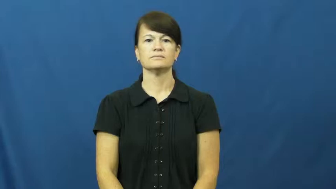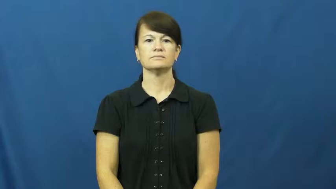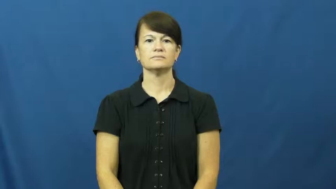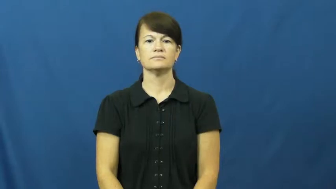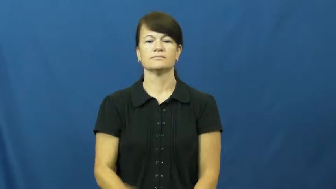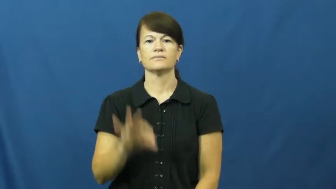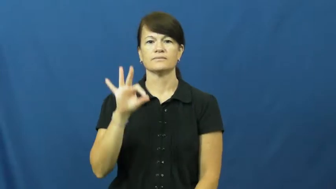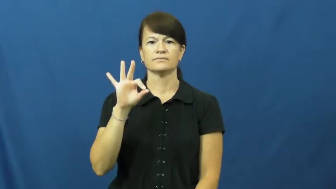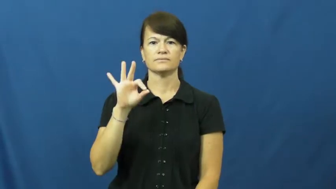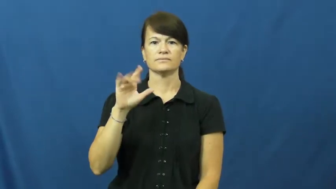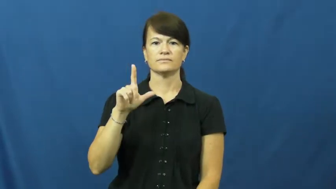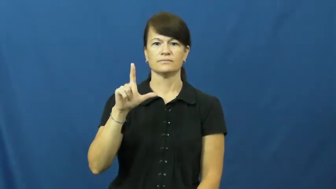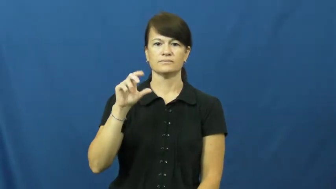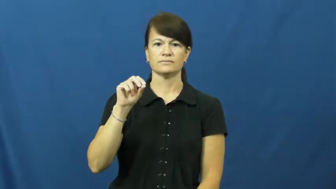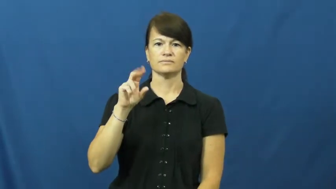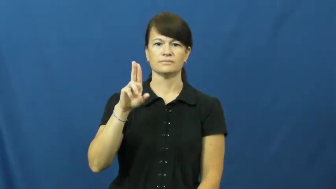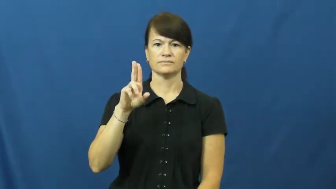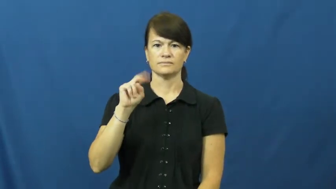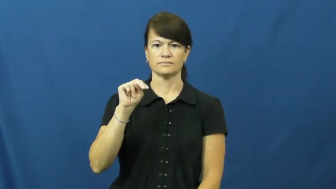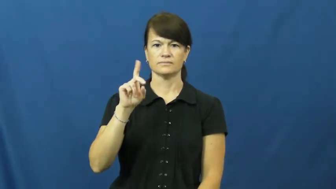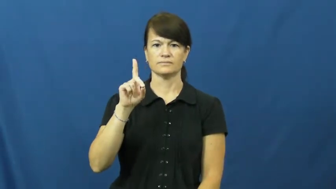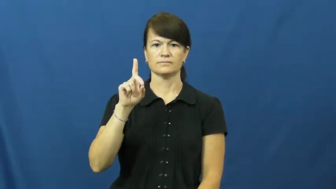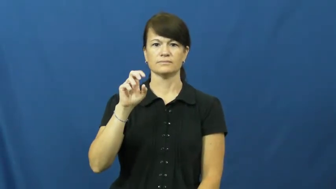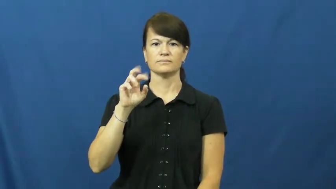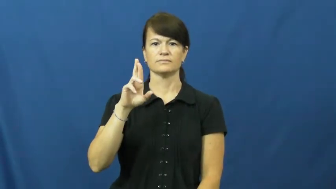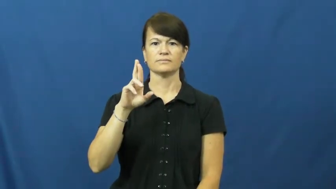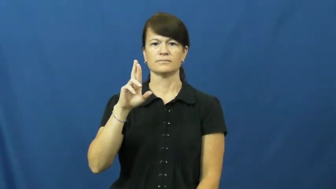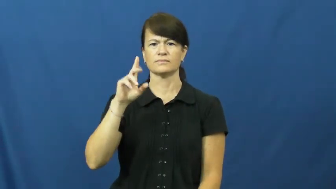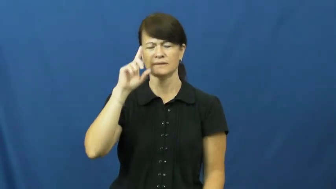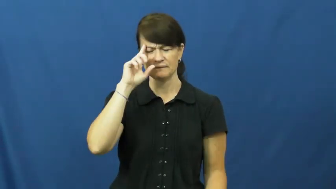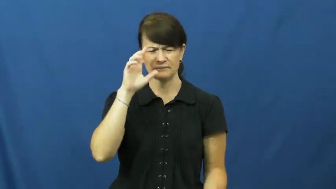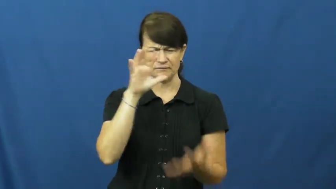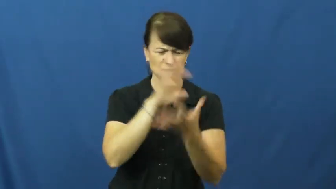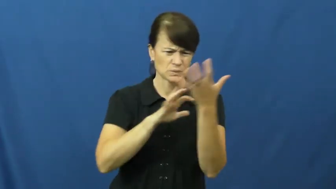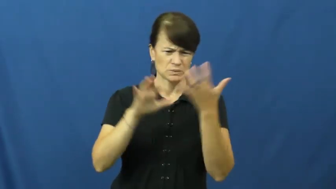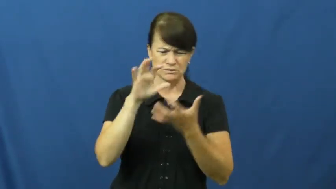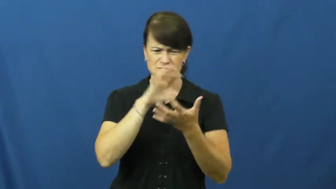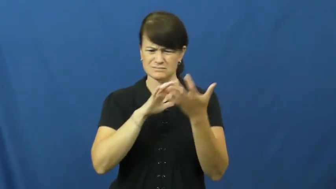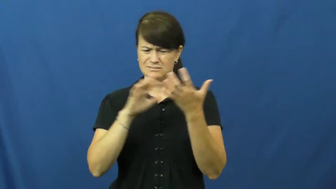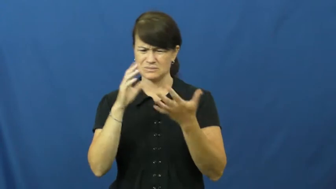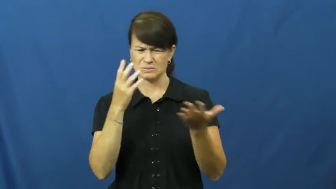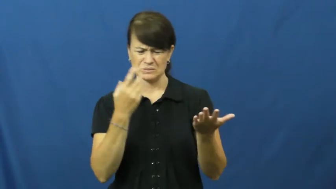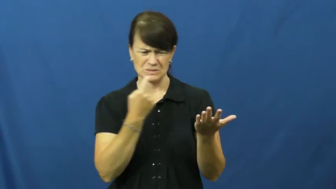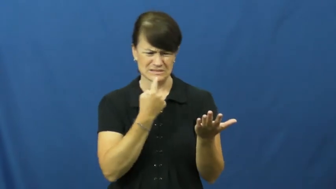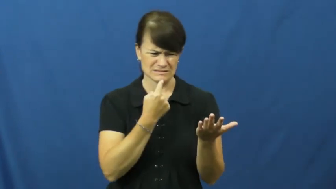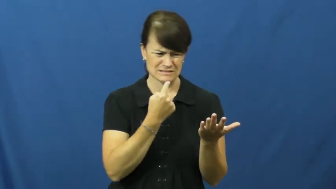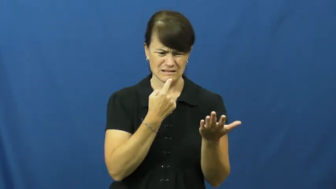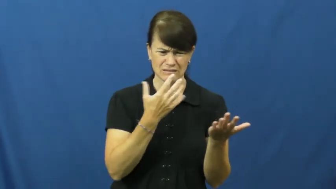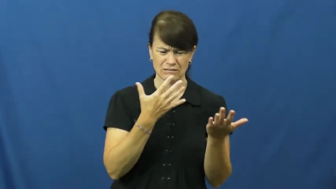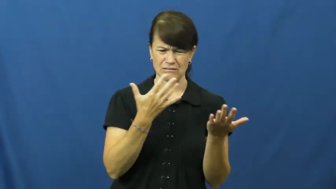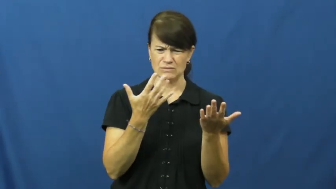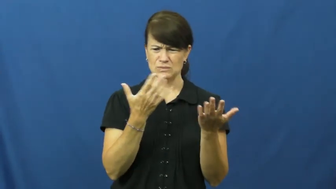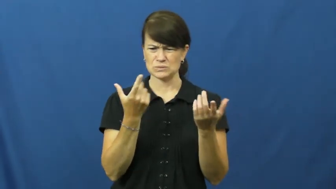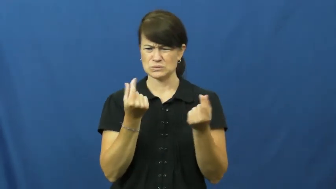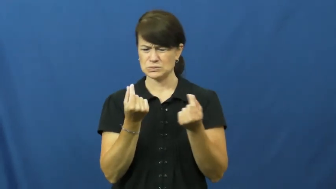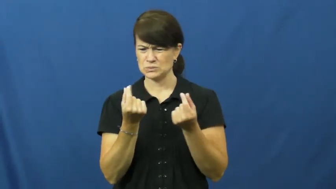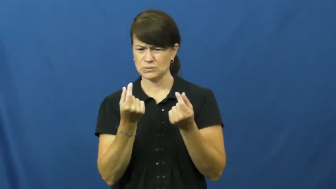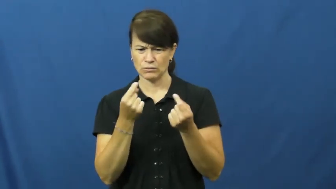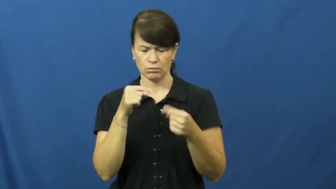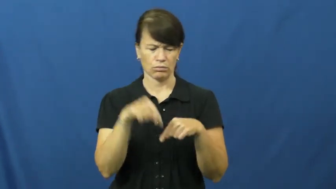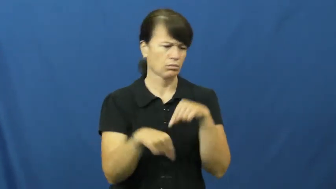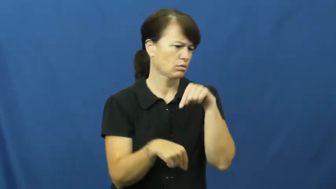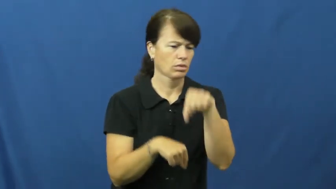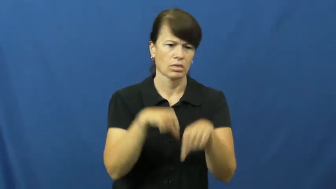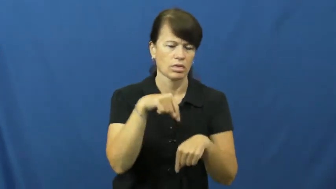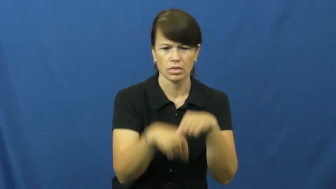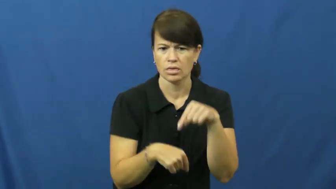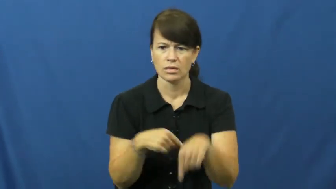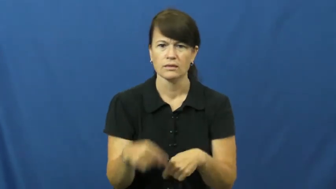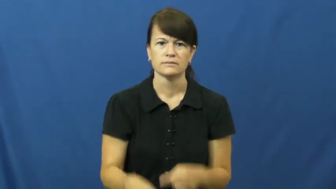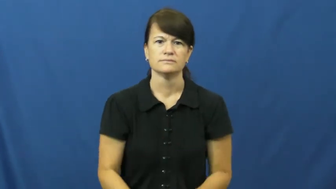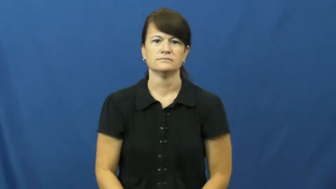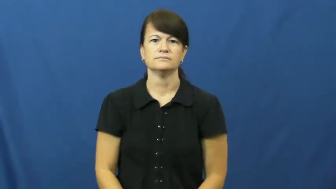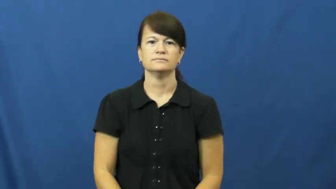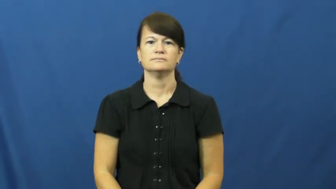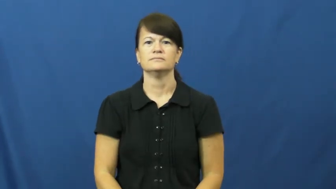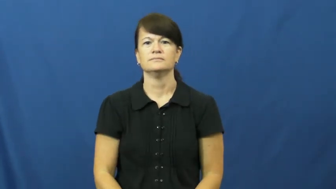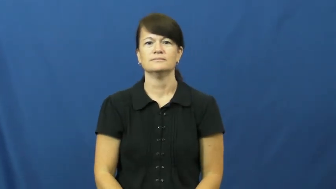flounder,founder-not able